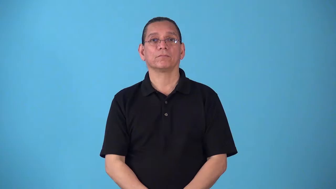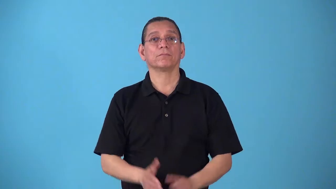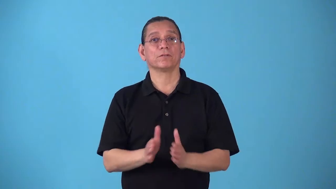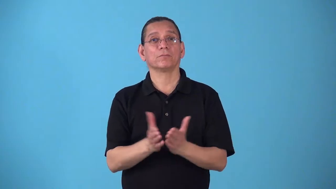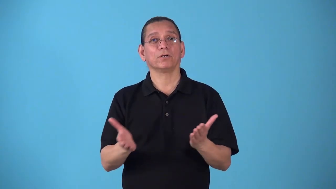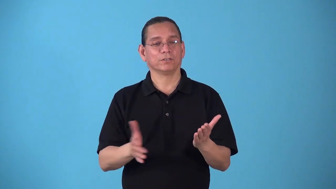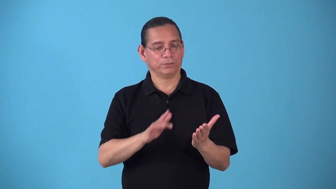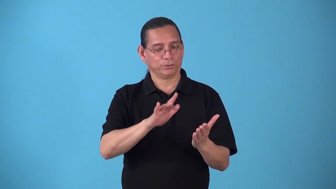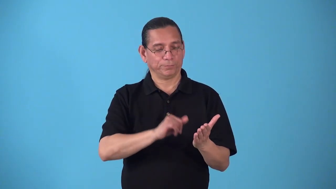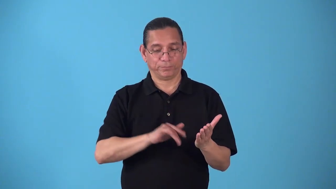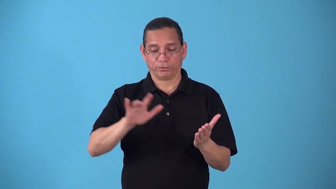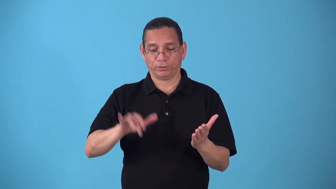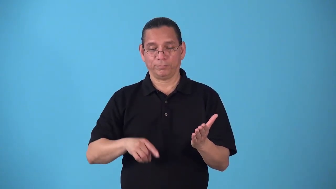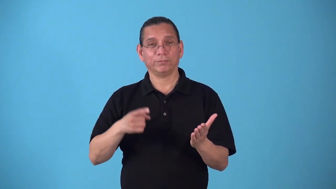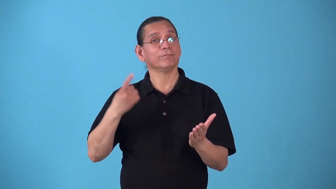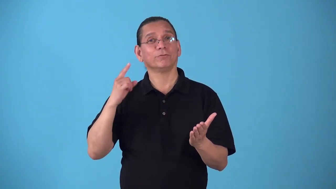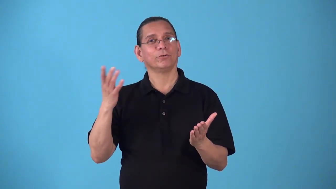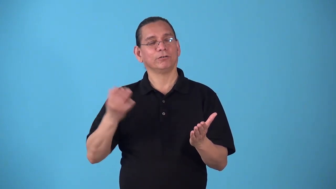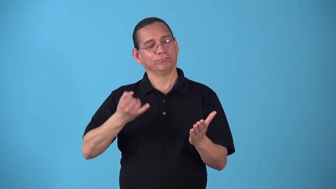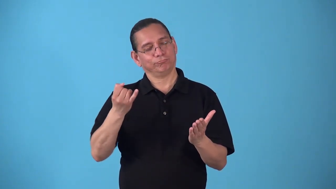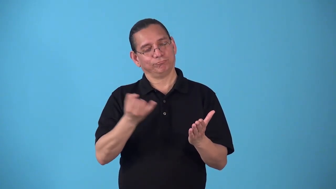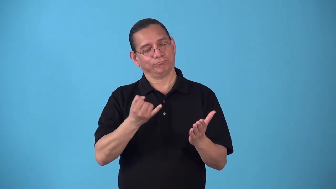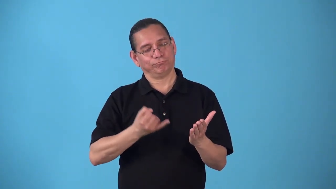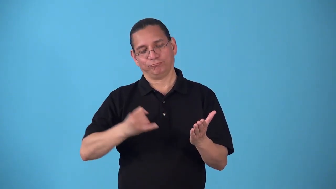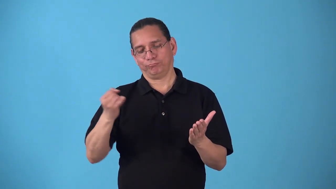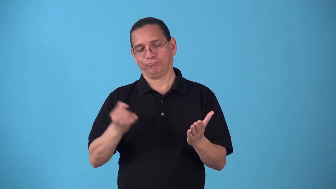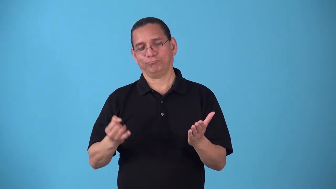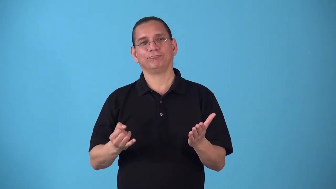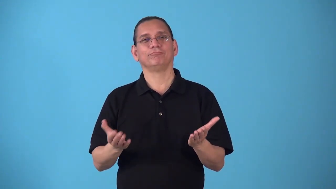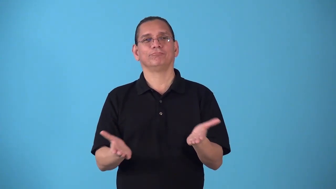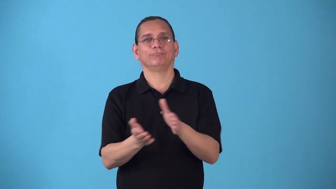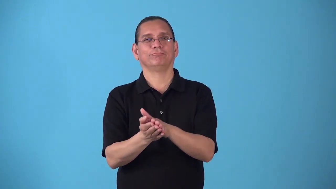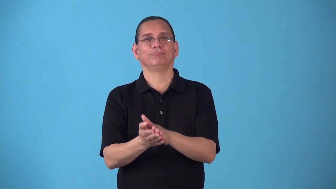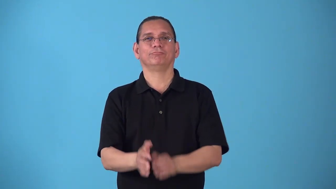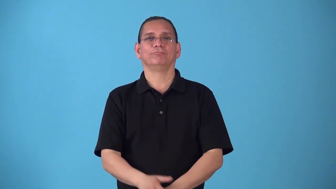sketchbook,sketchpad